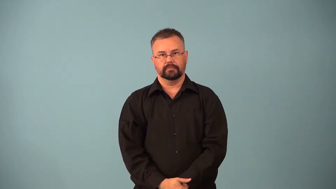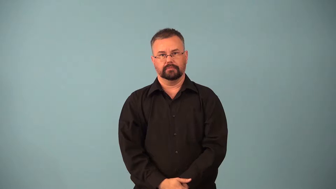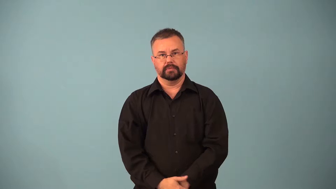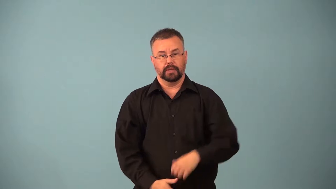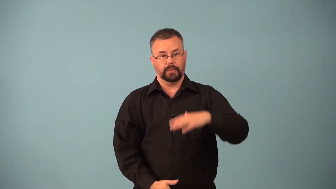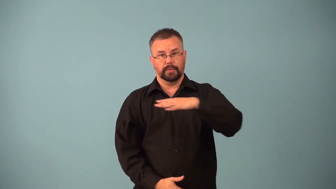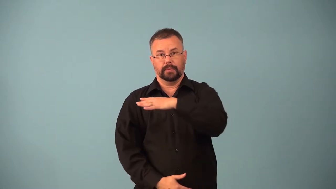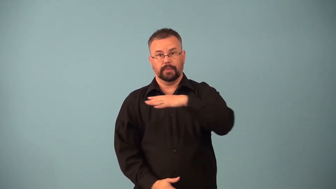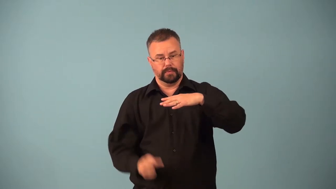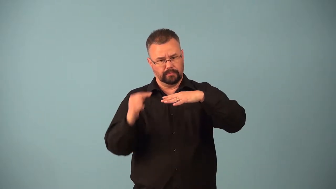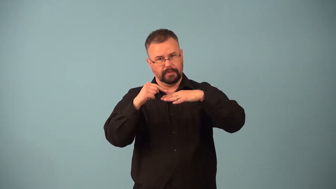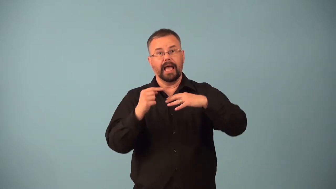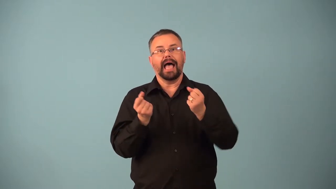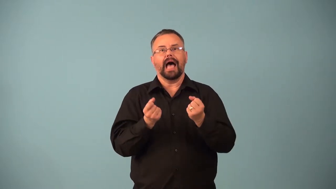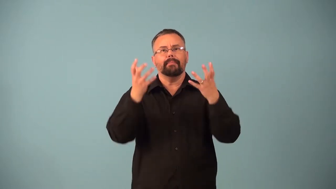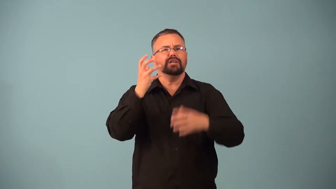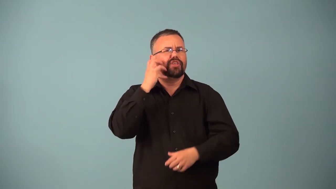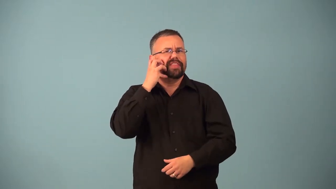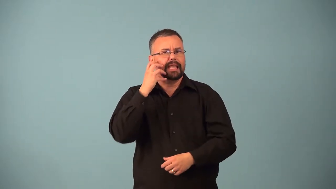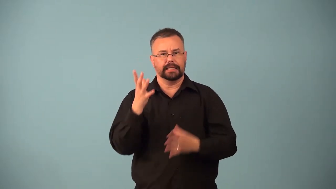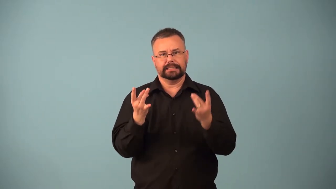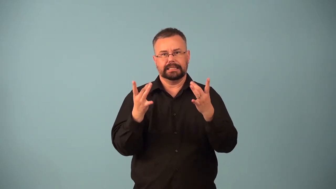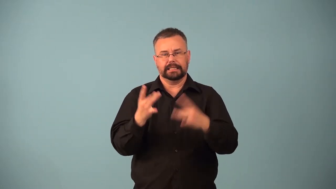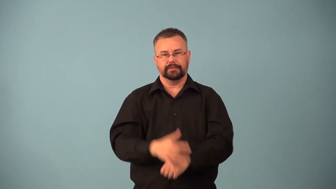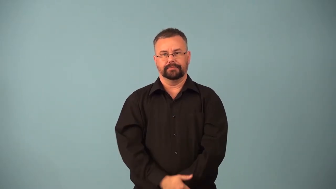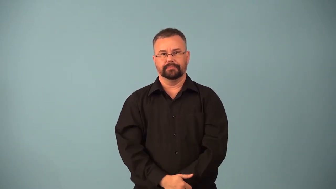viscosity